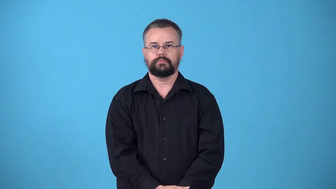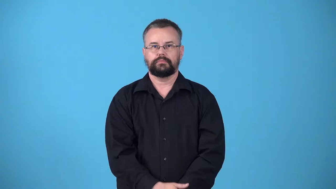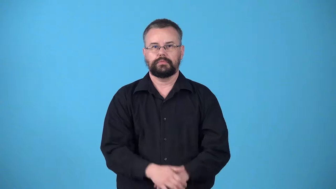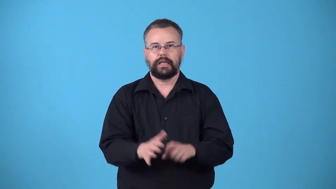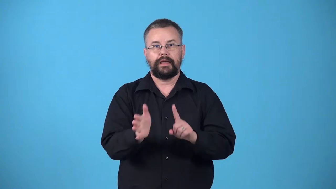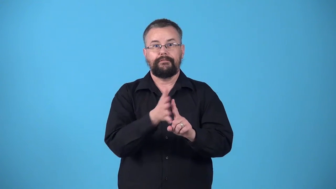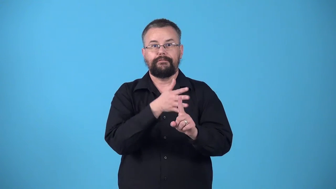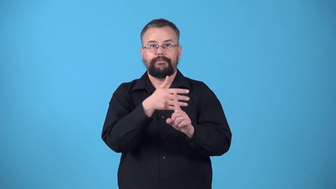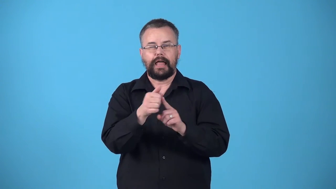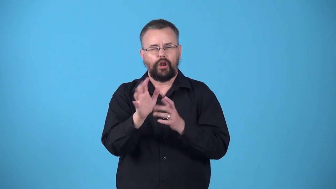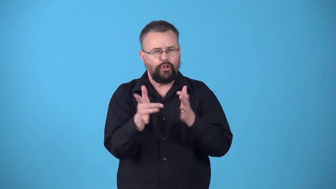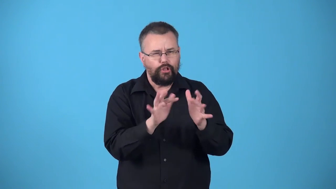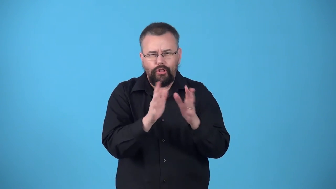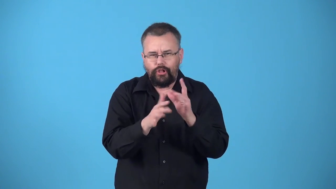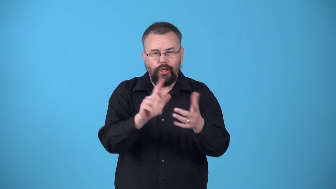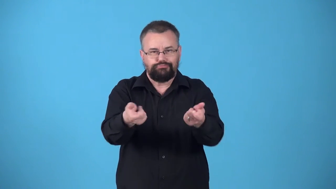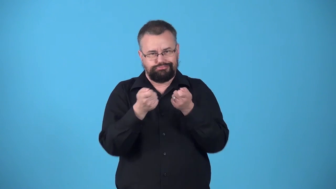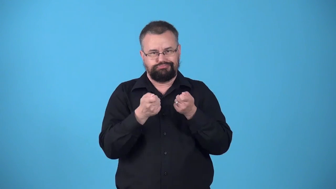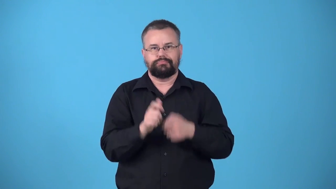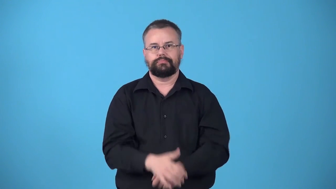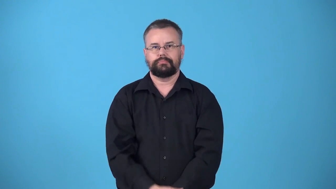wheedler